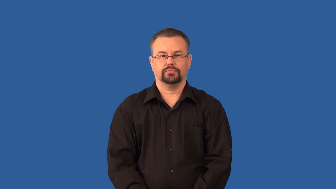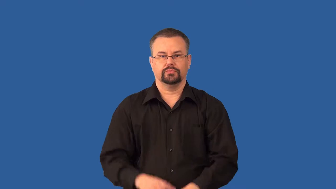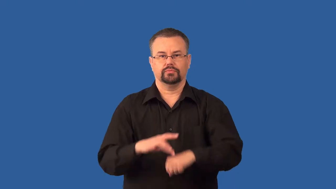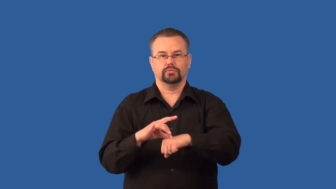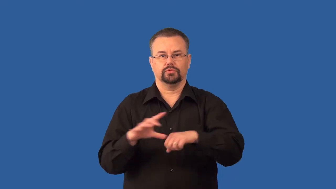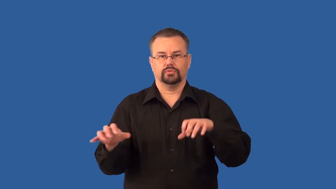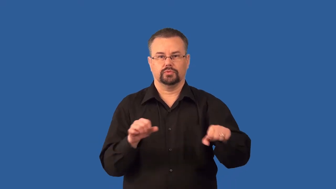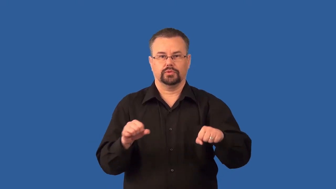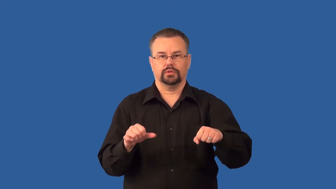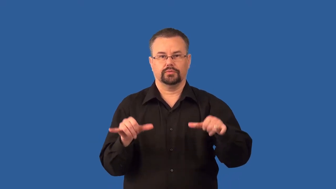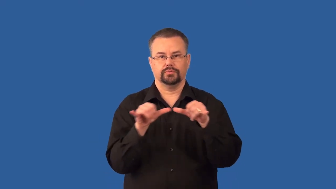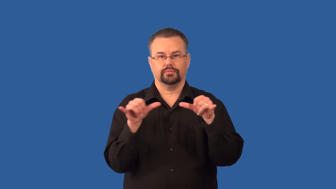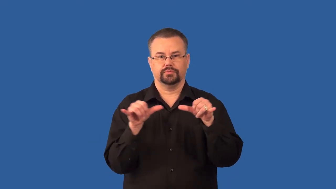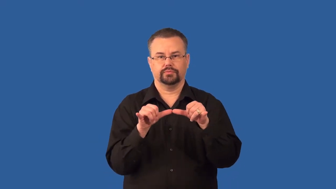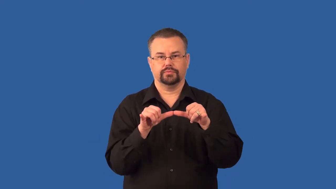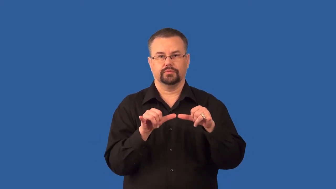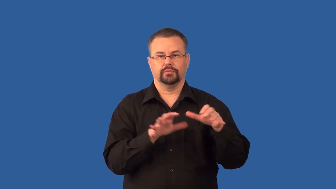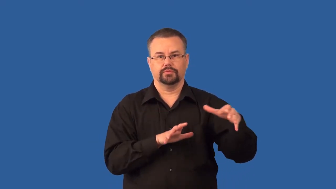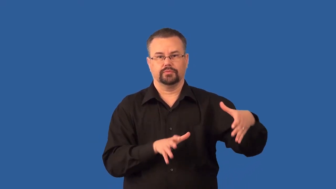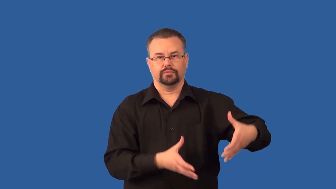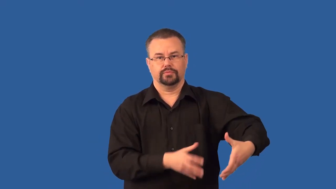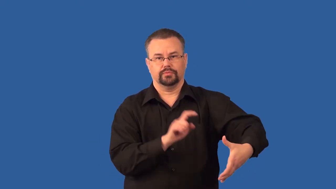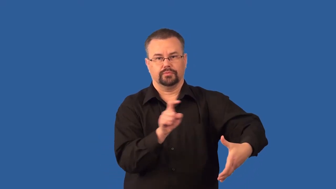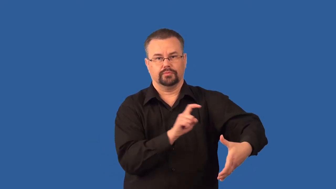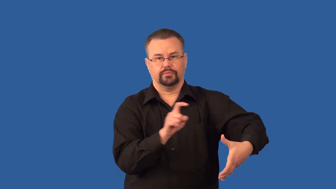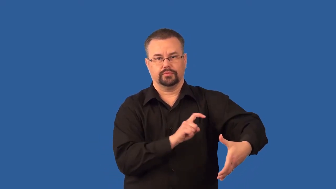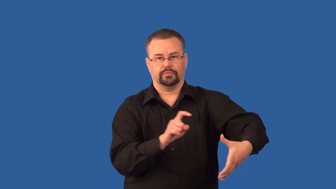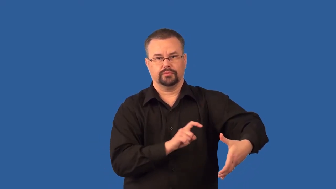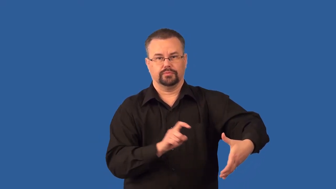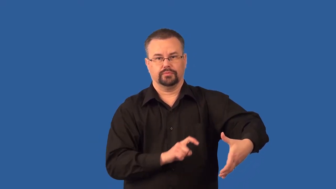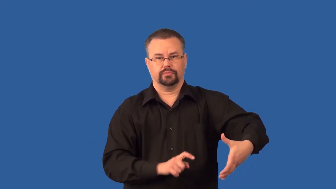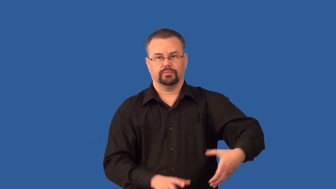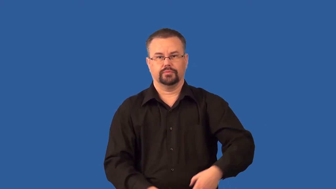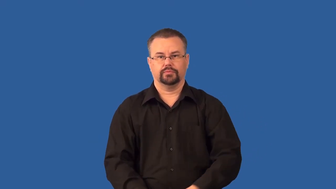seismograph